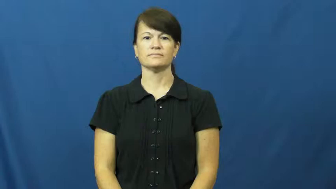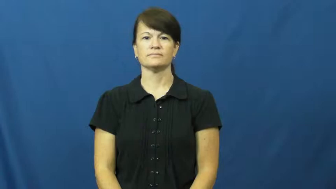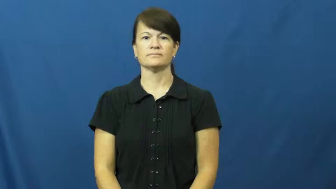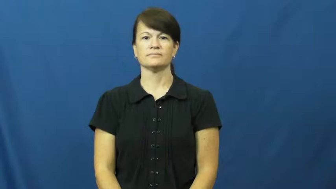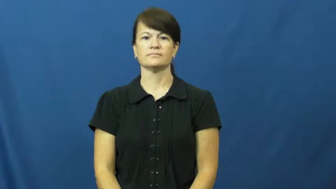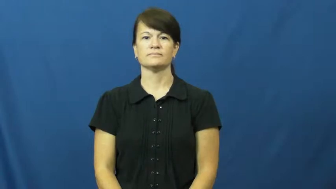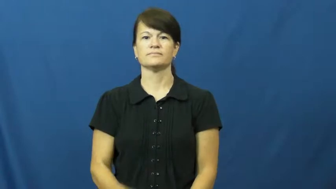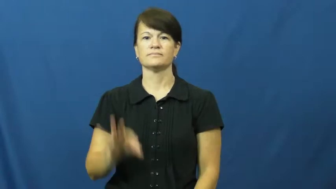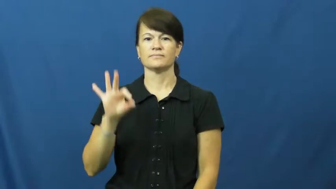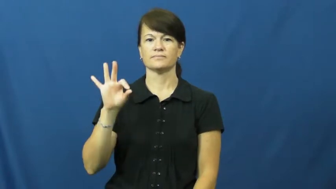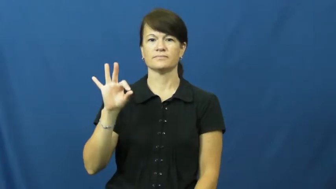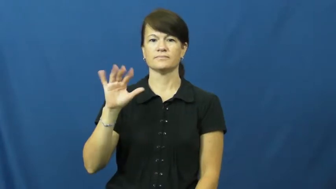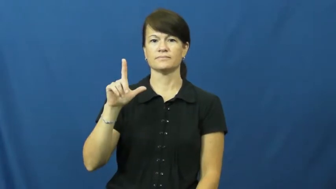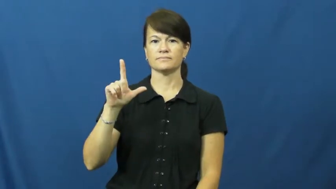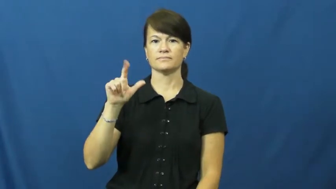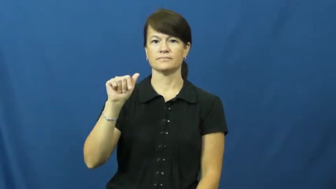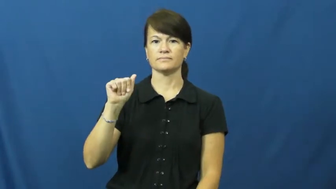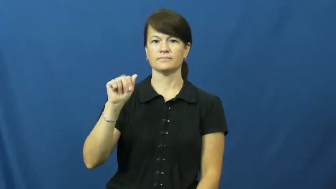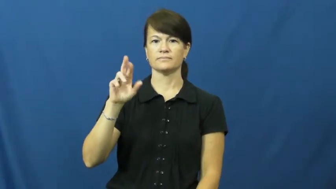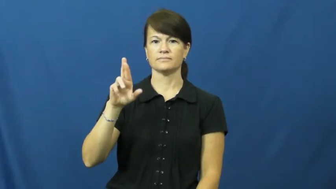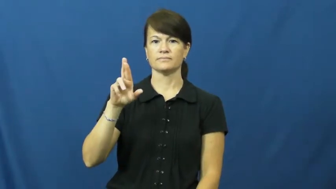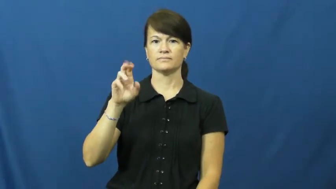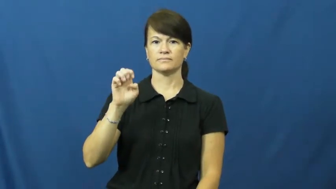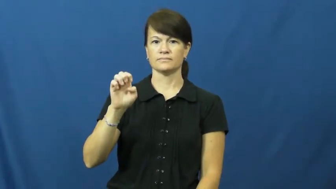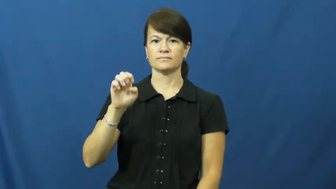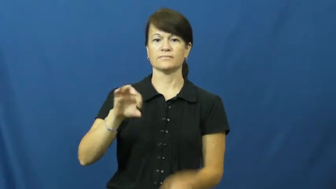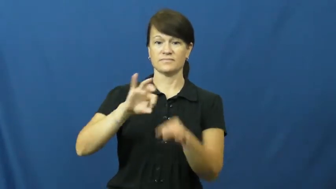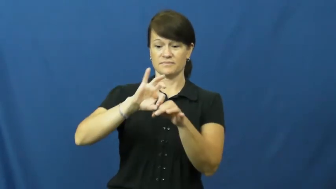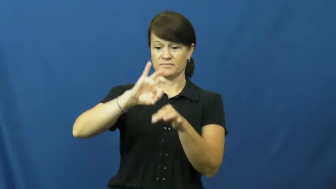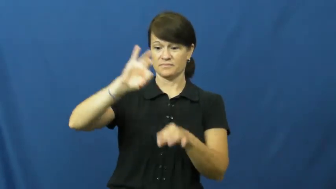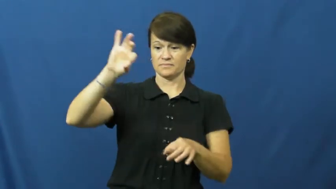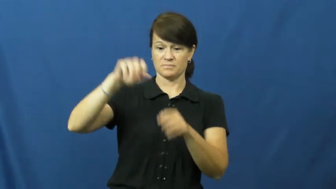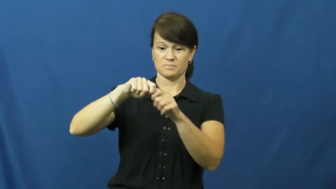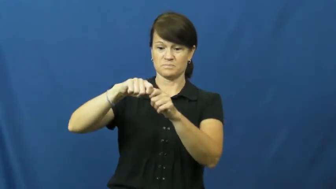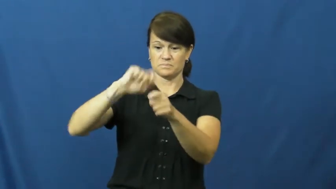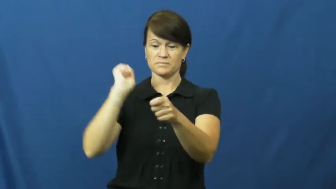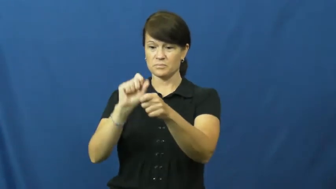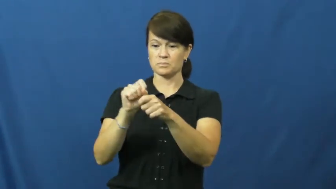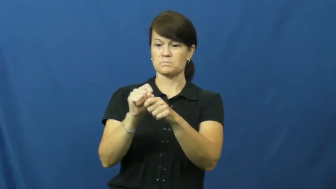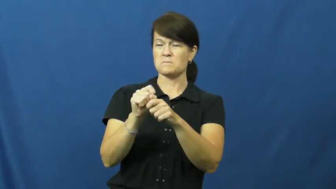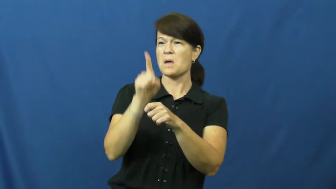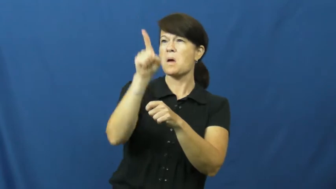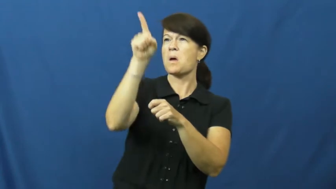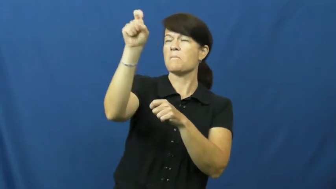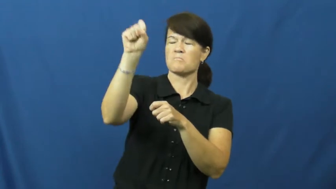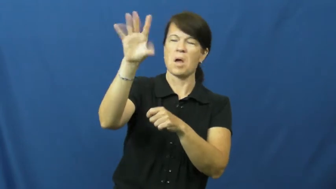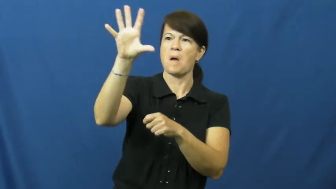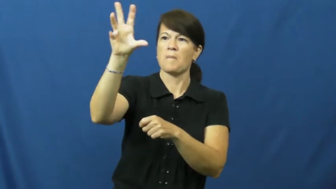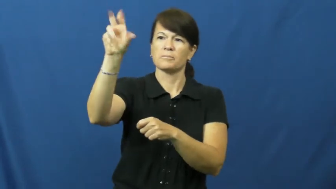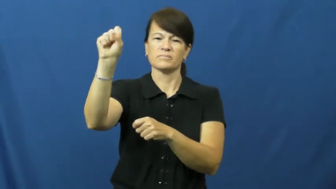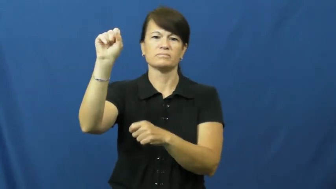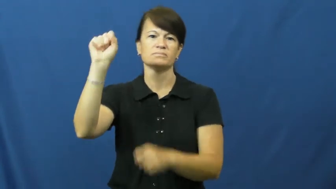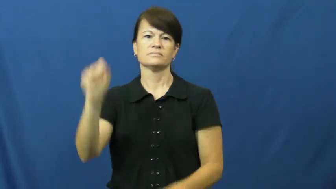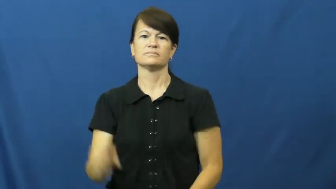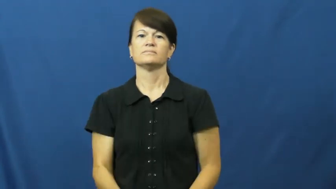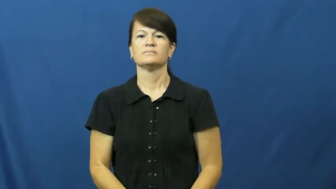flare-rocket